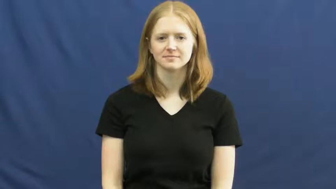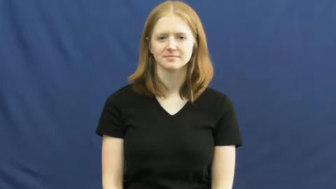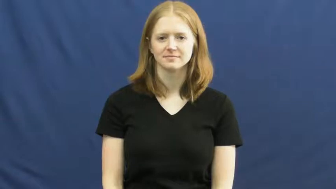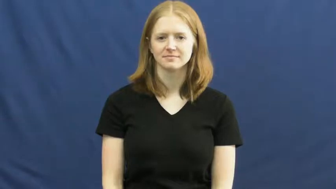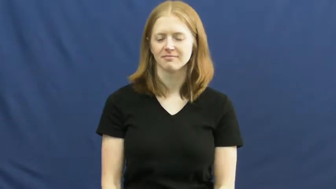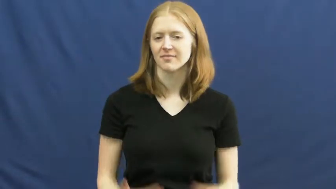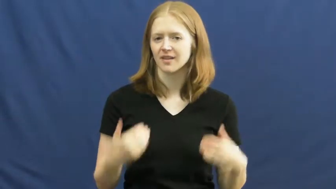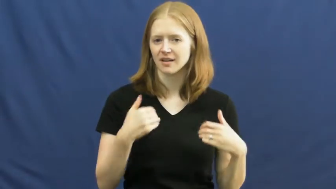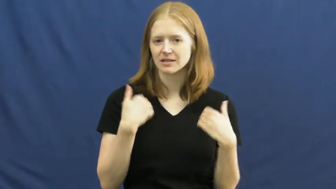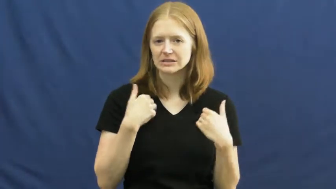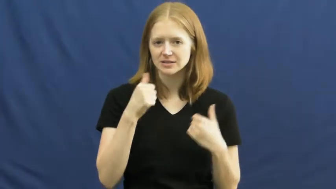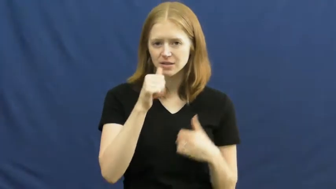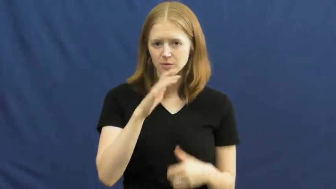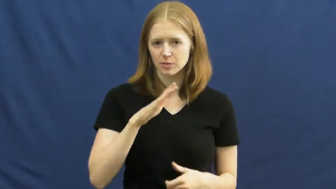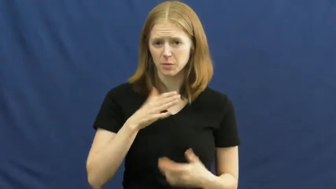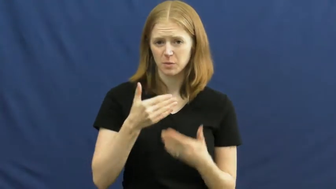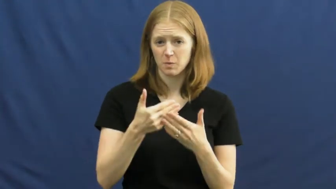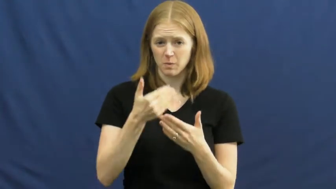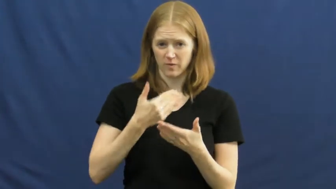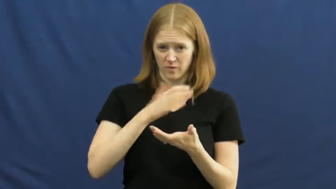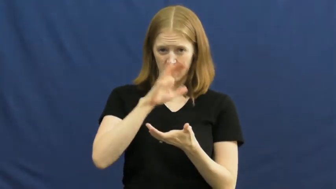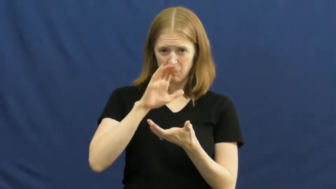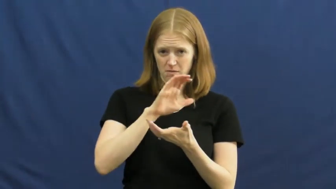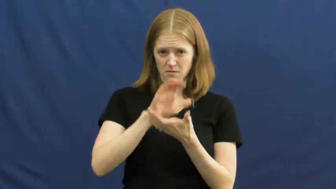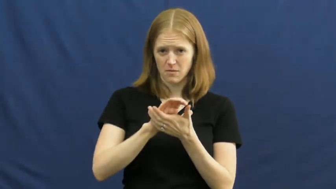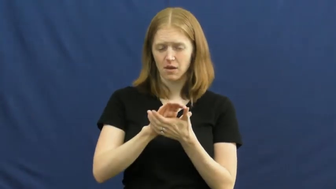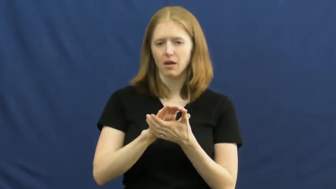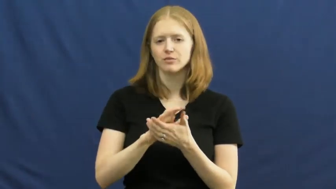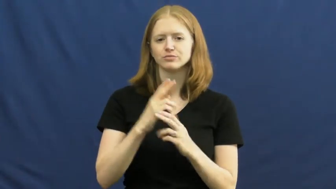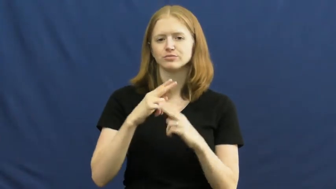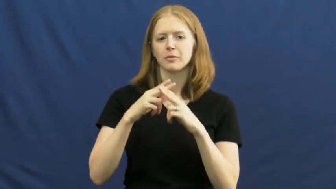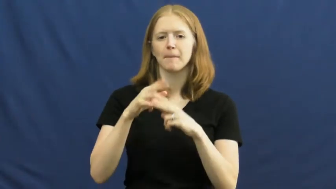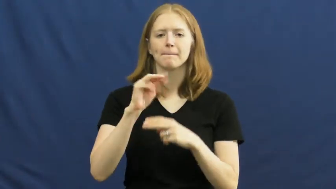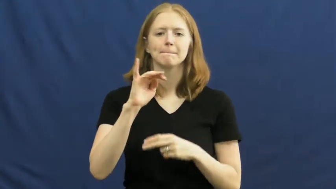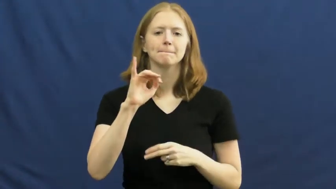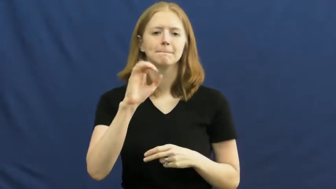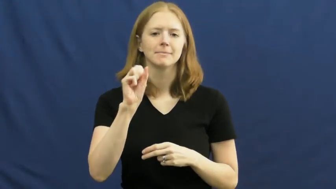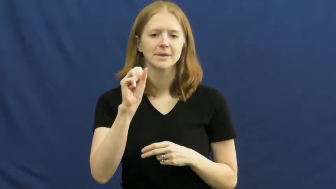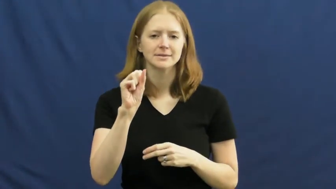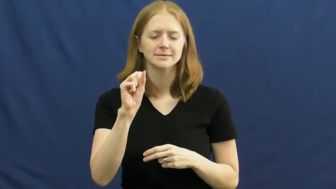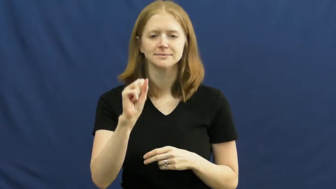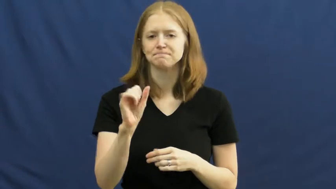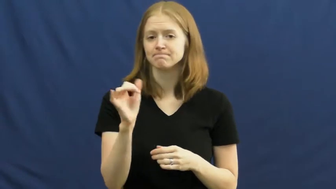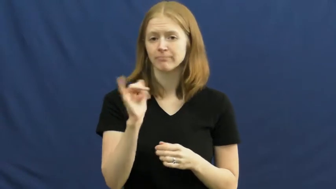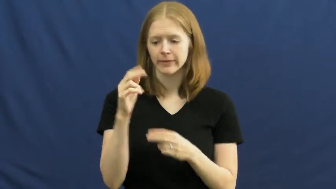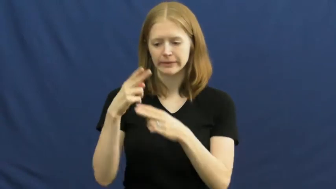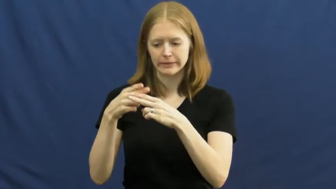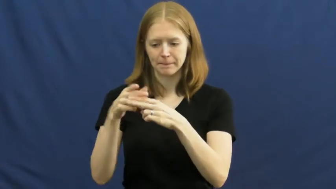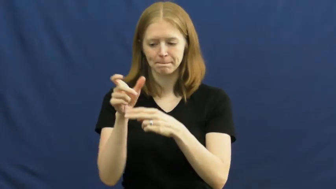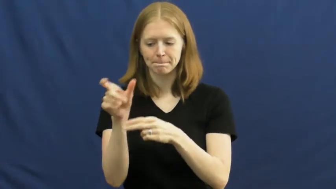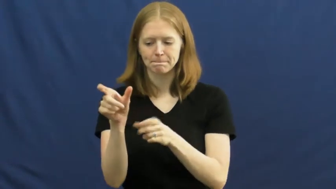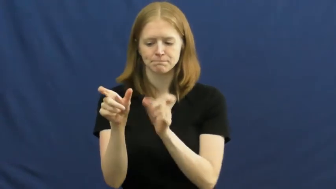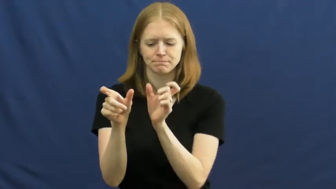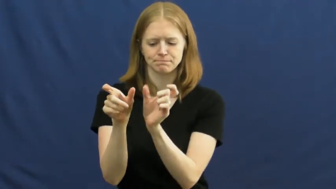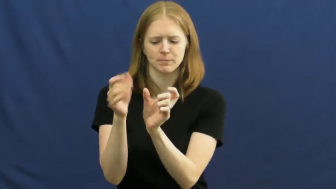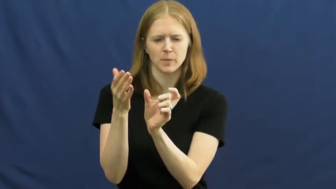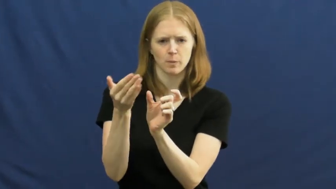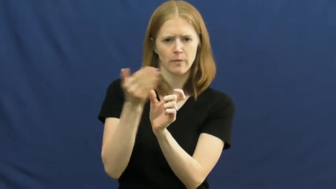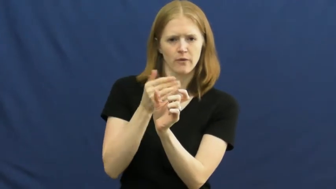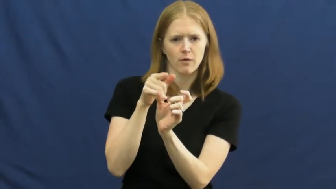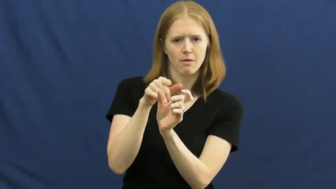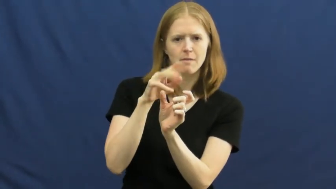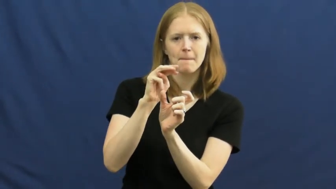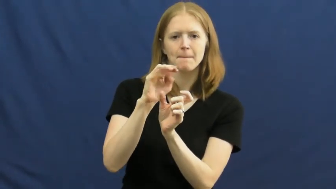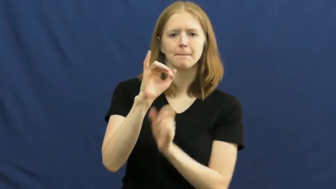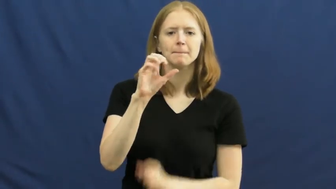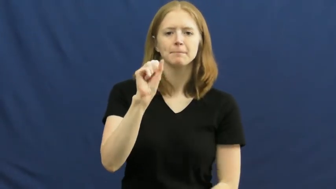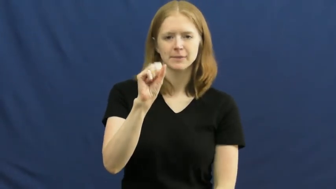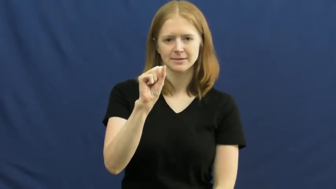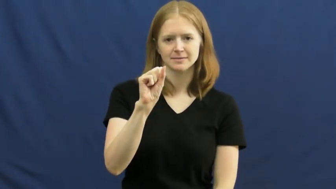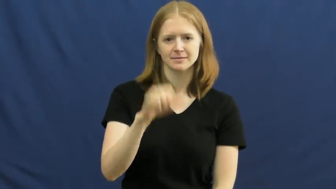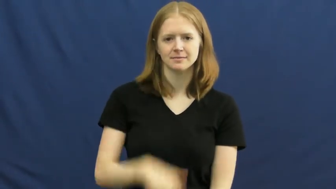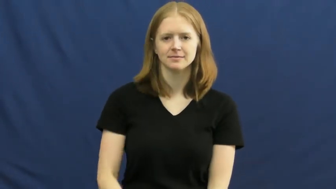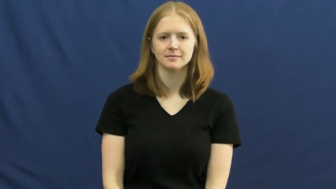miss,senorita,signora-name